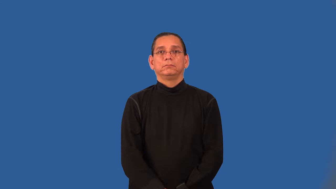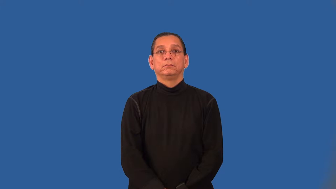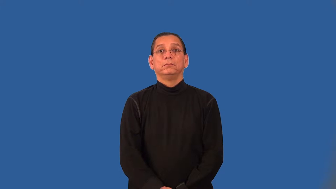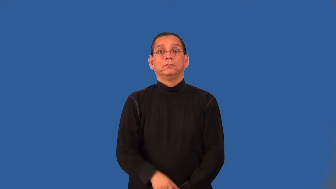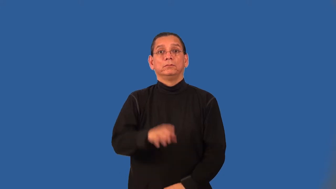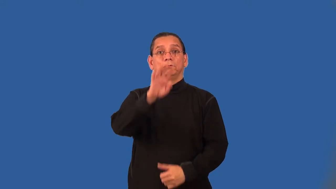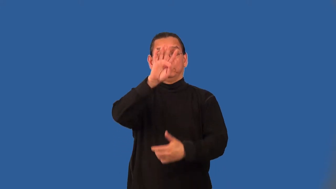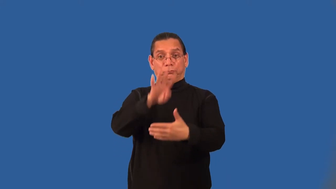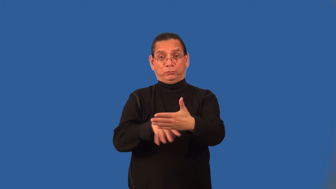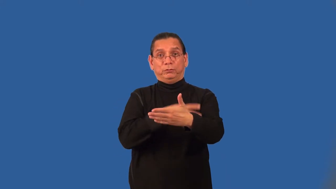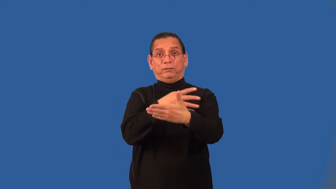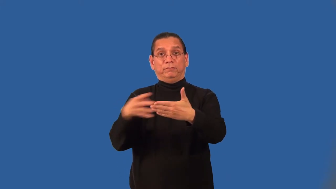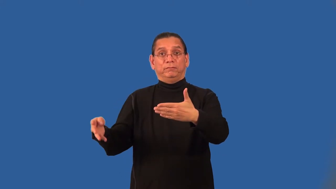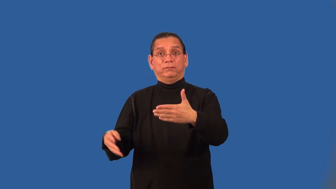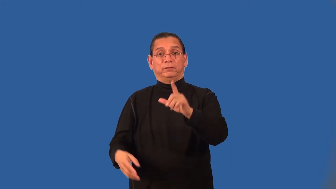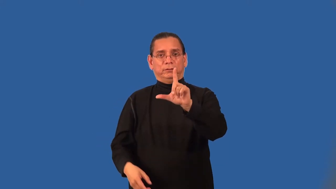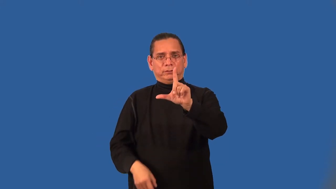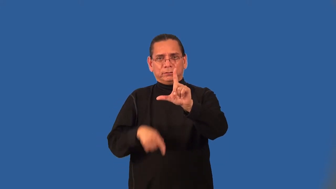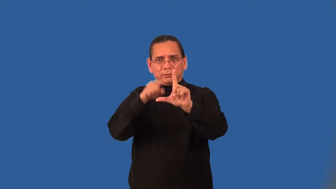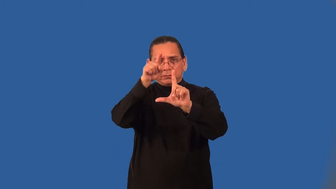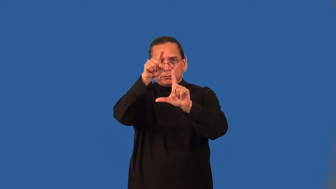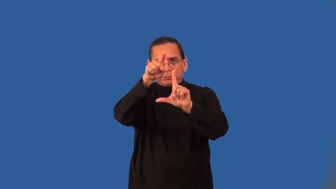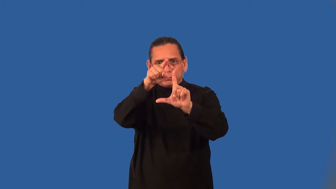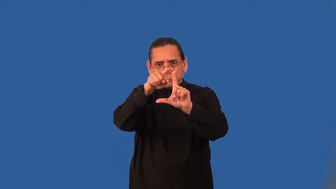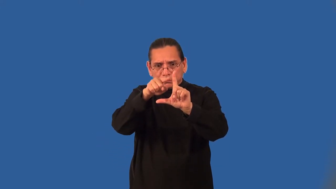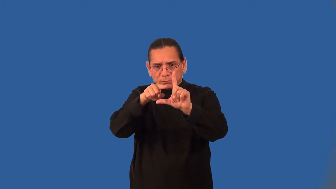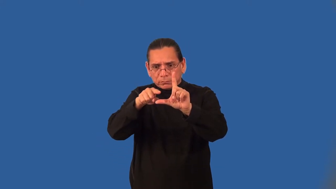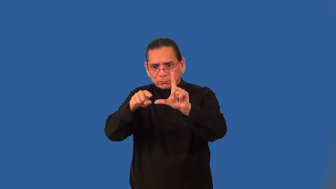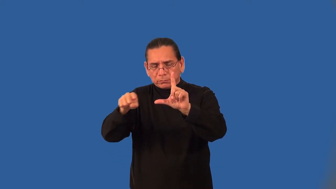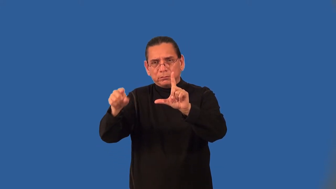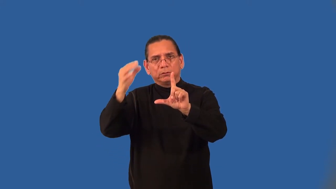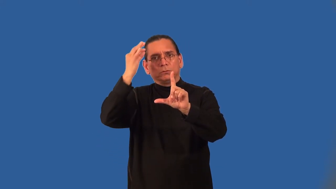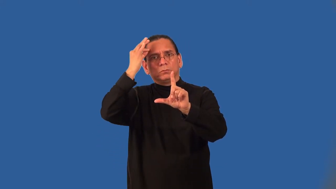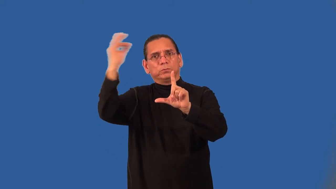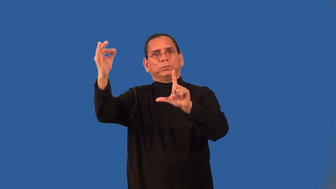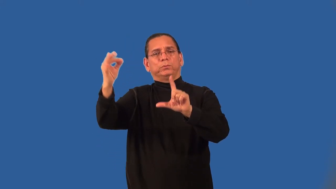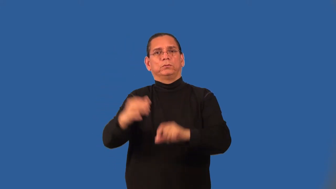asymptote